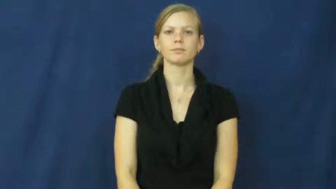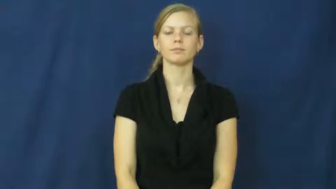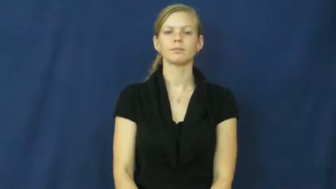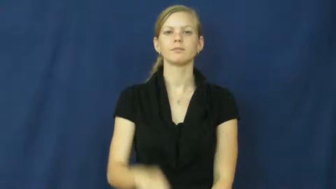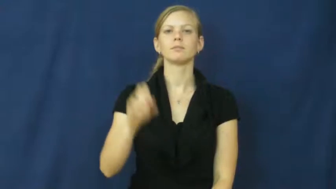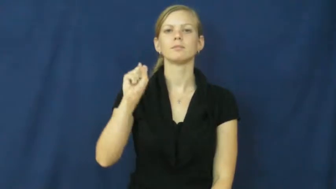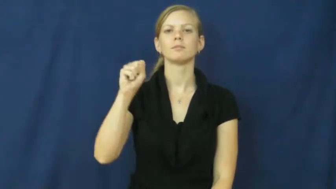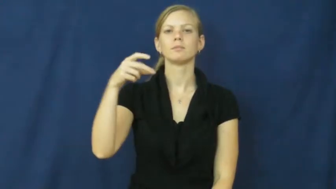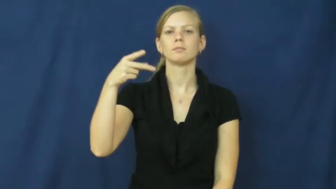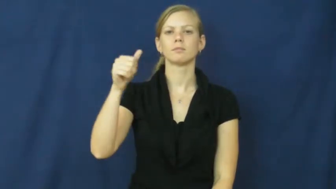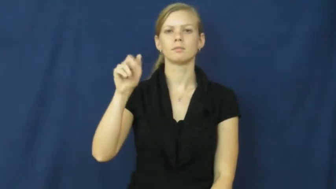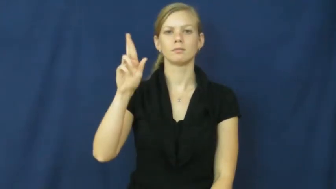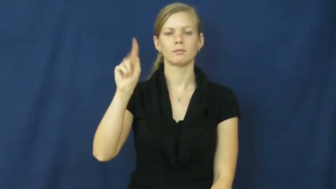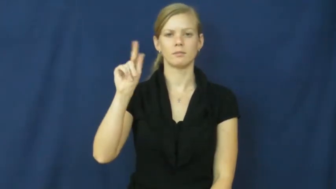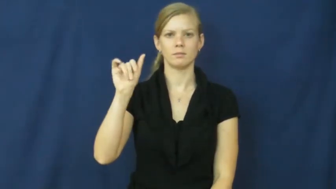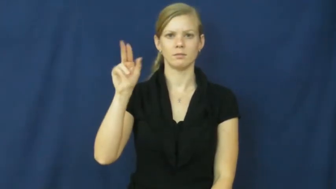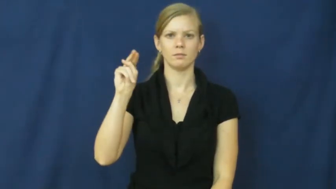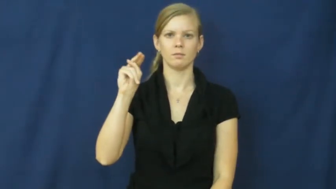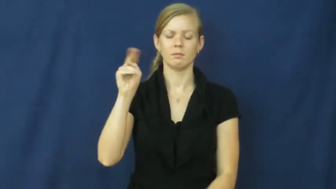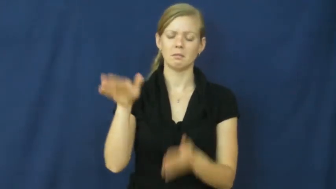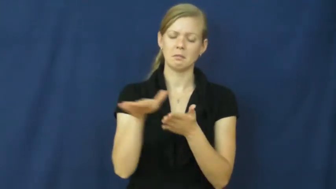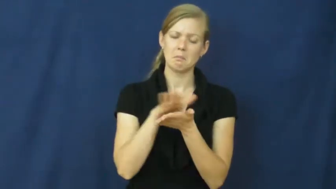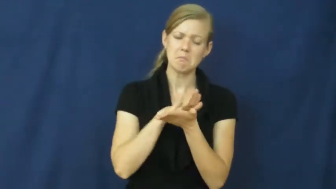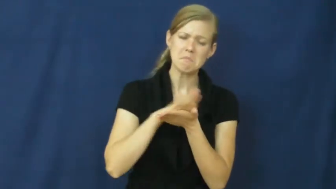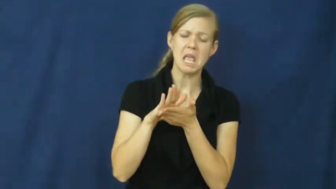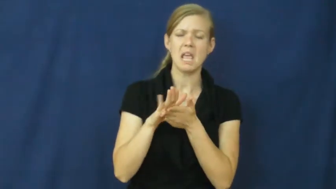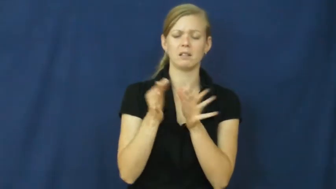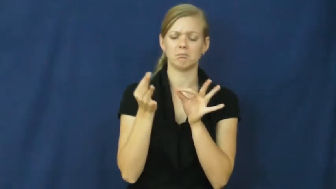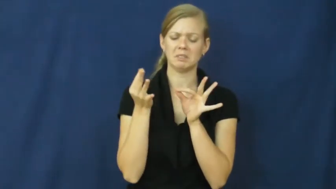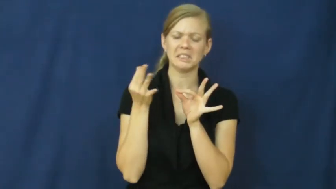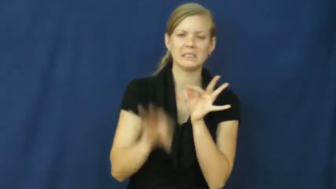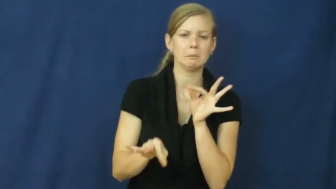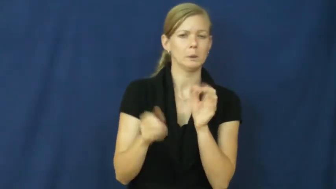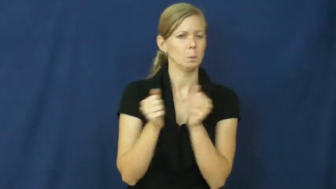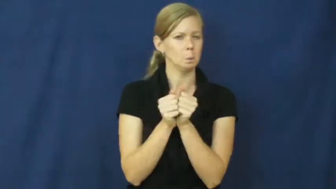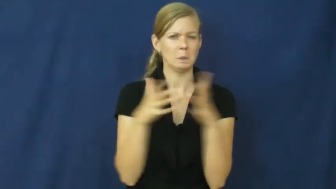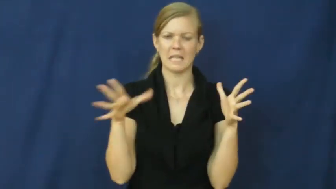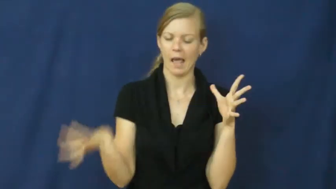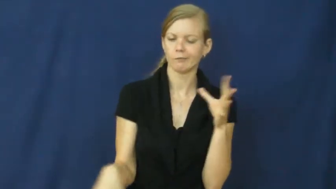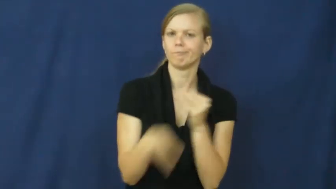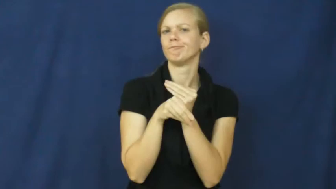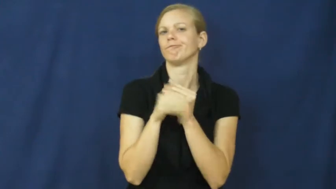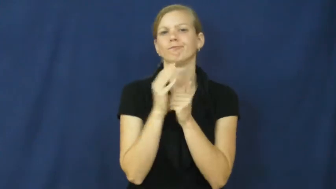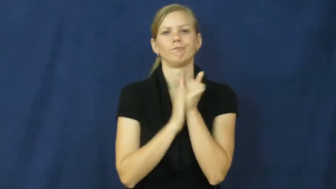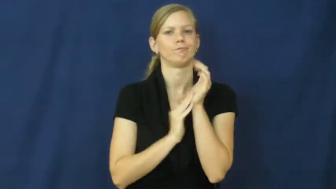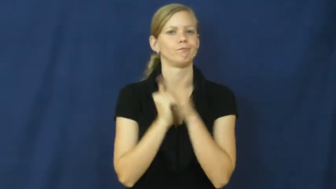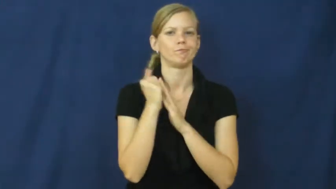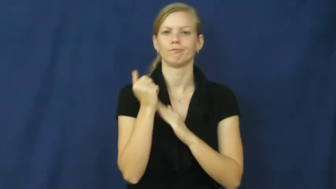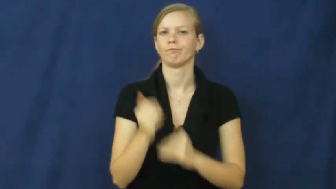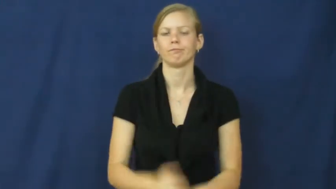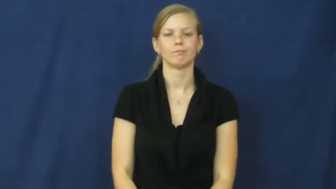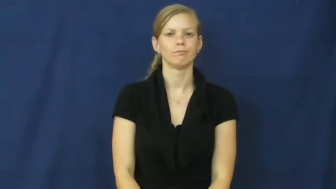spartan